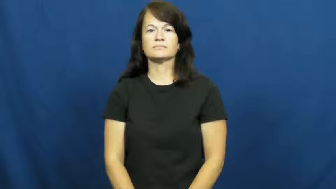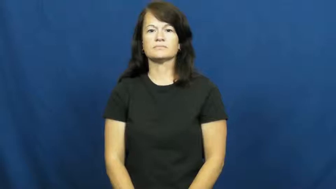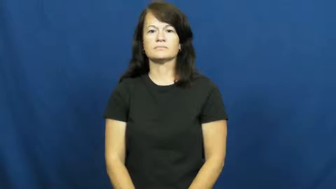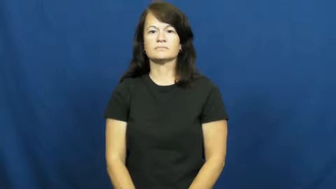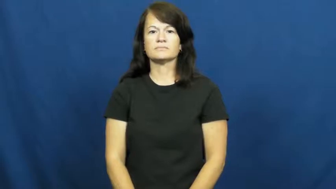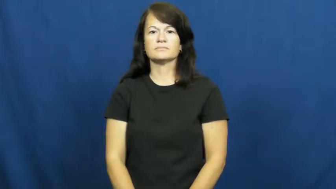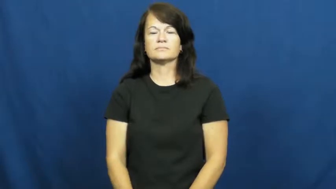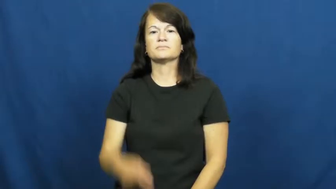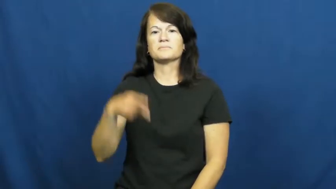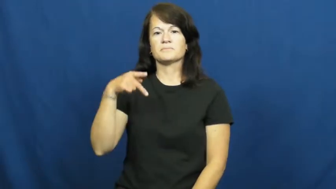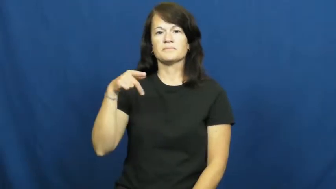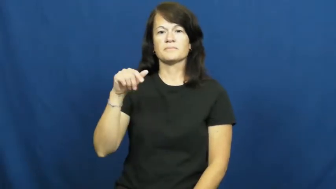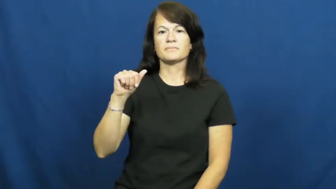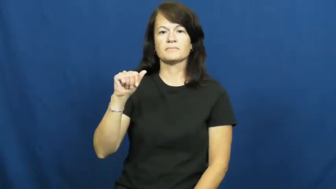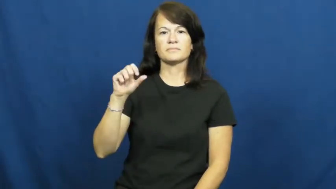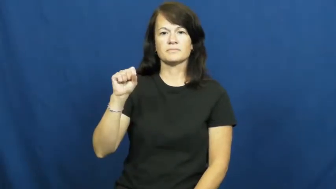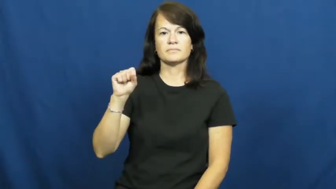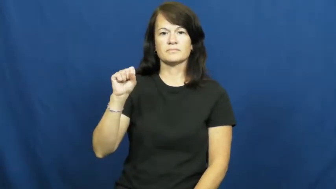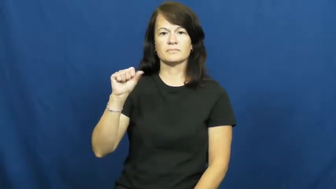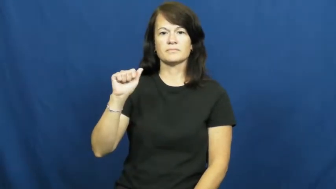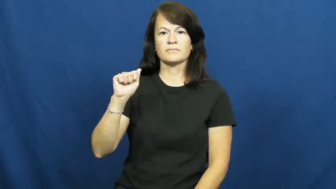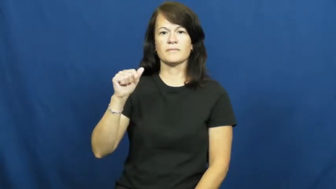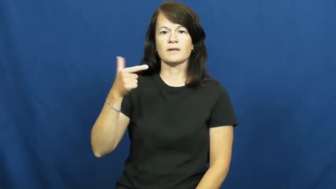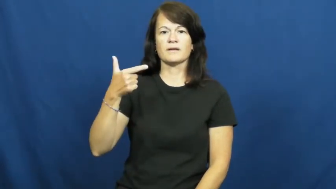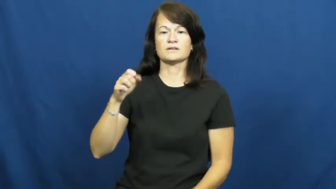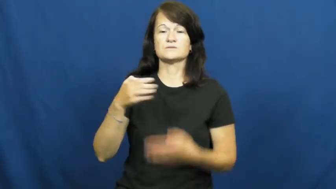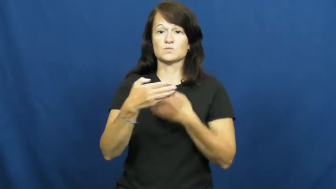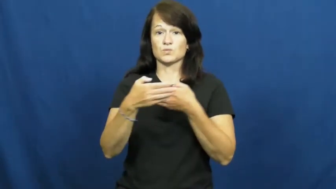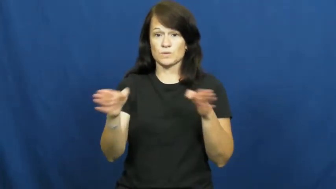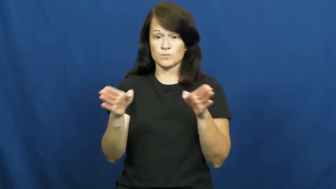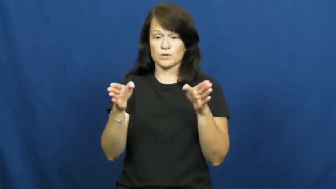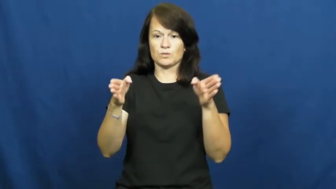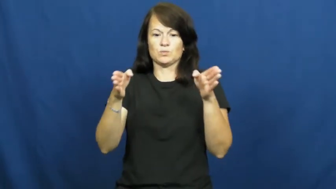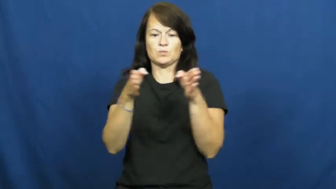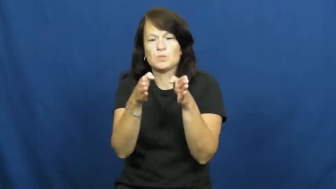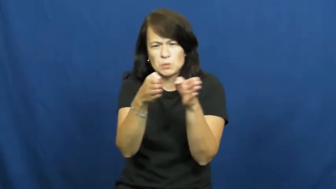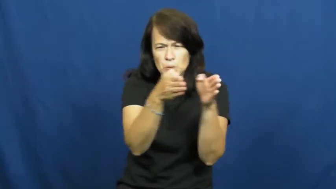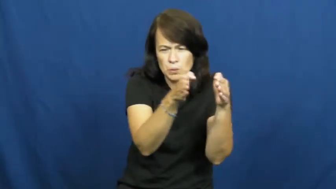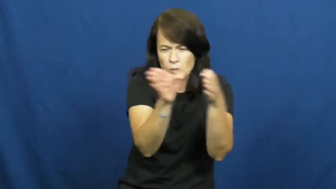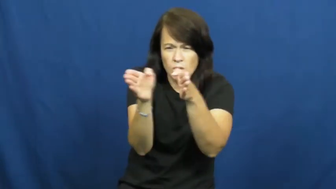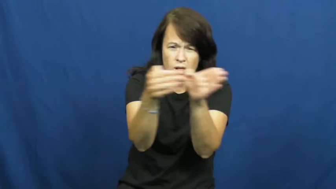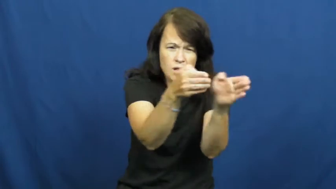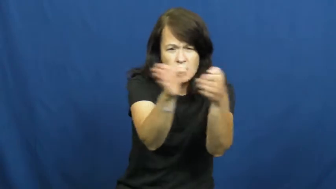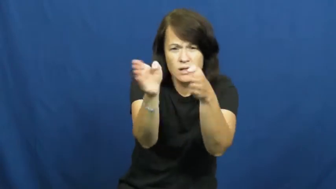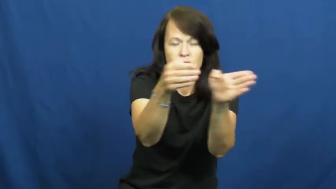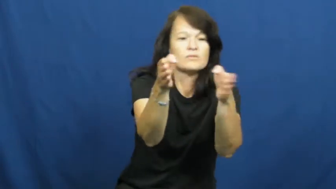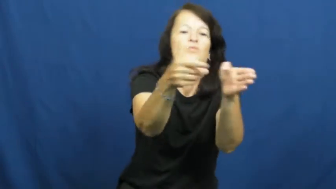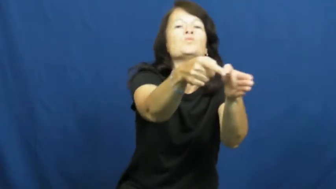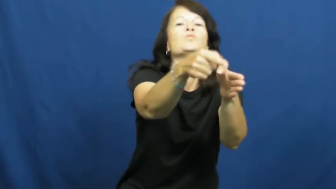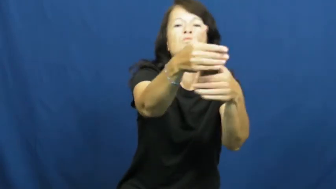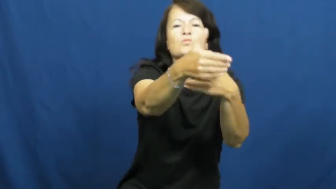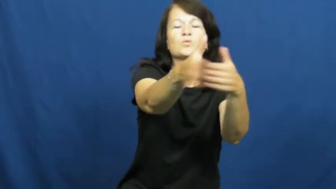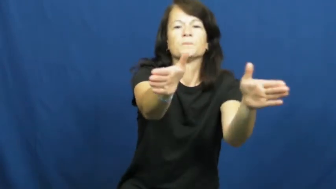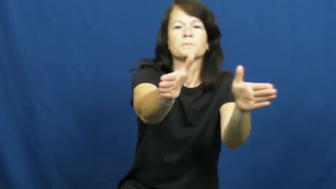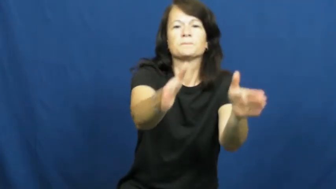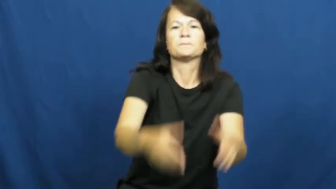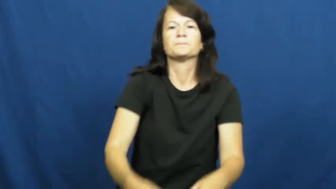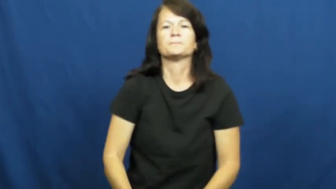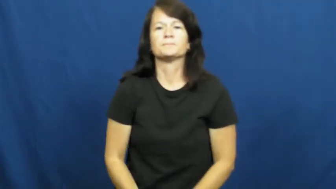passage-wall